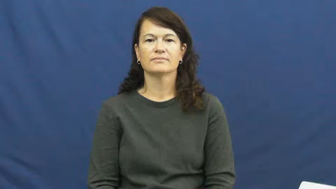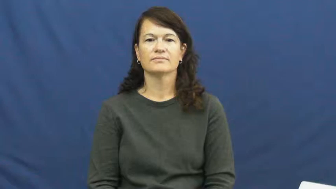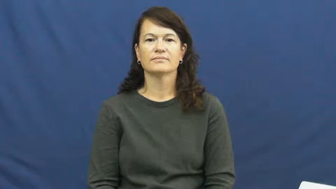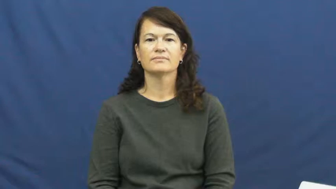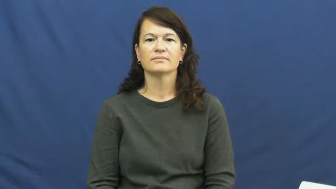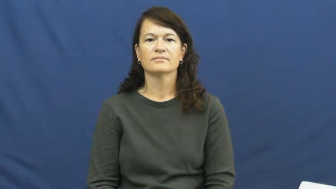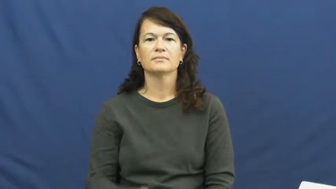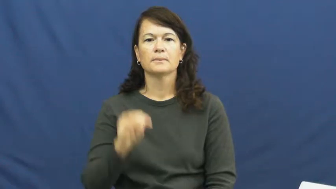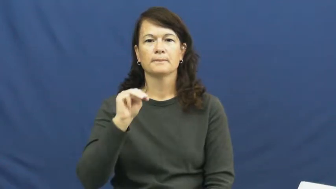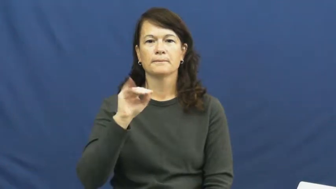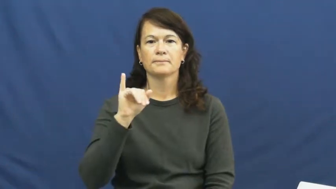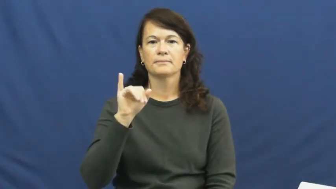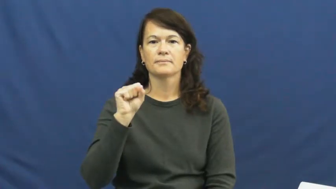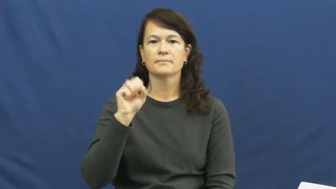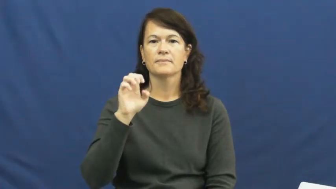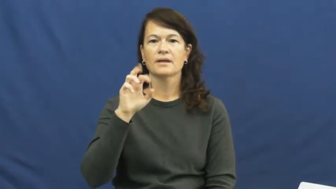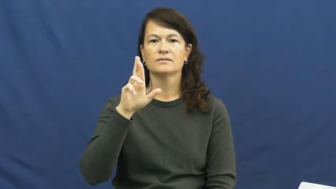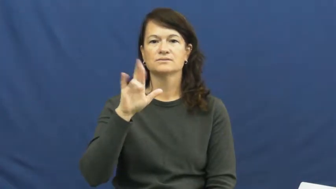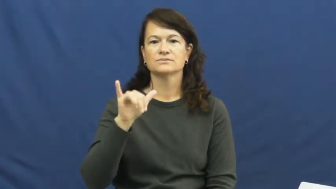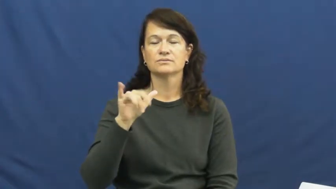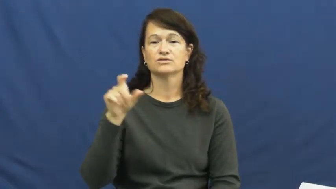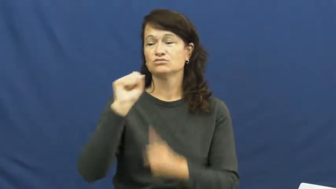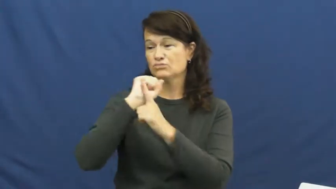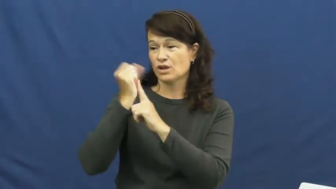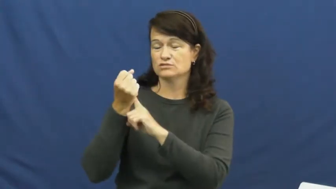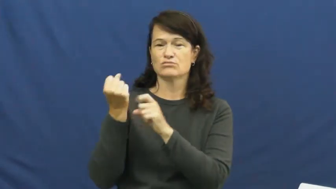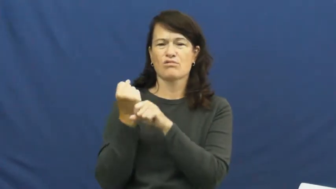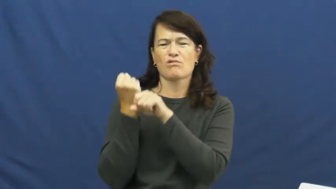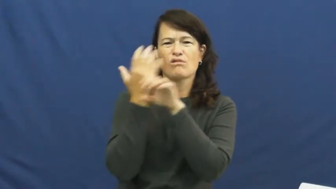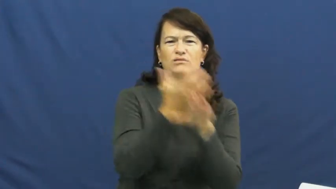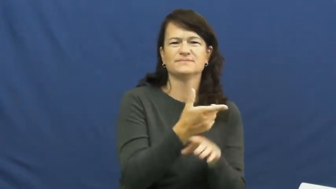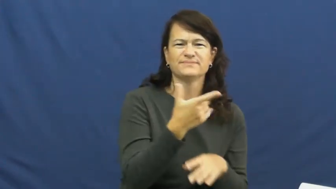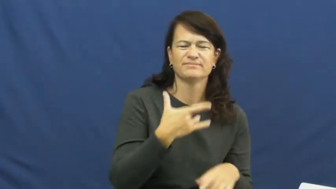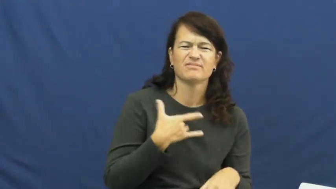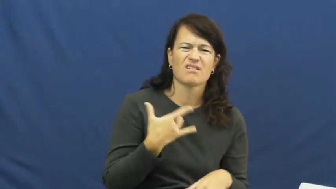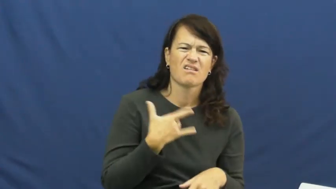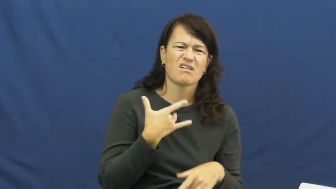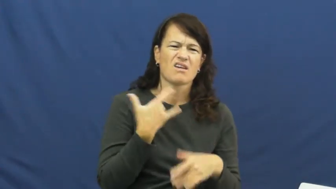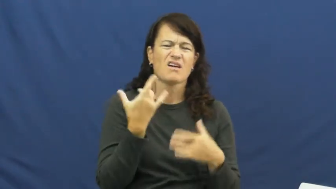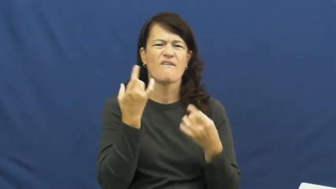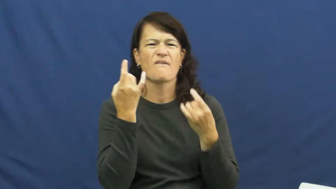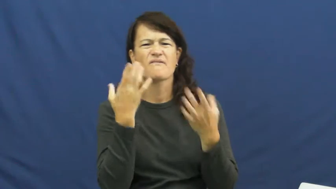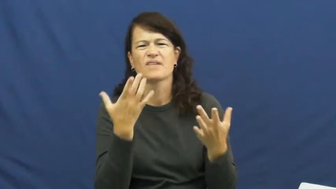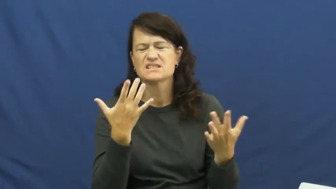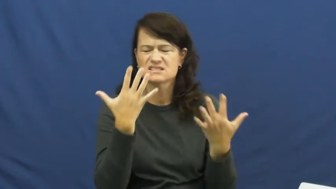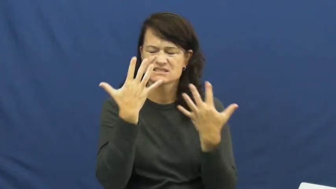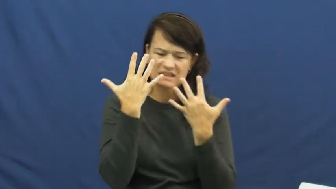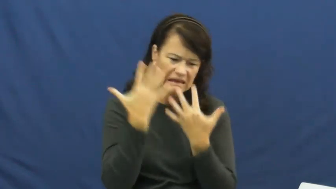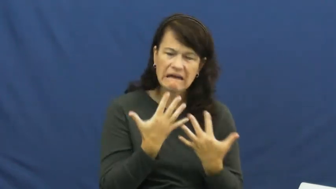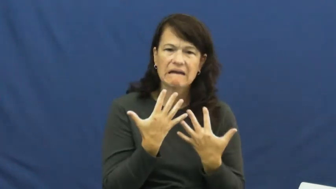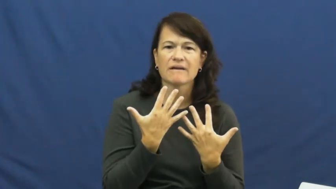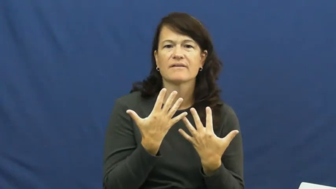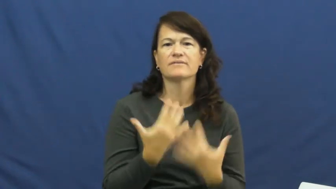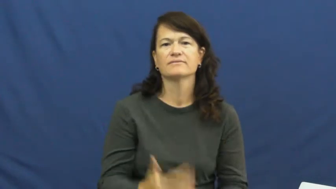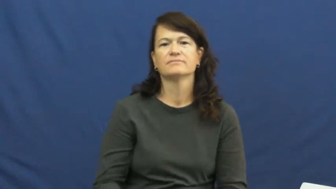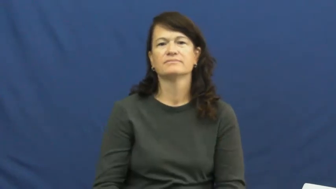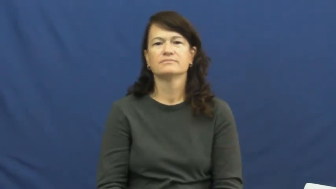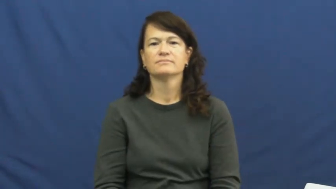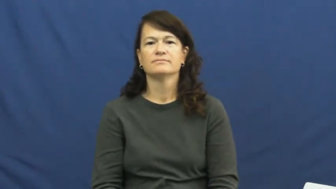misery